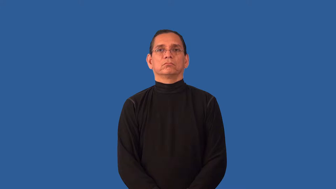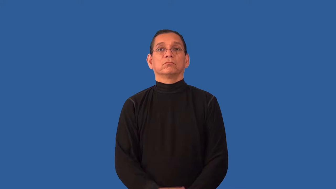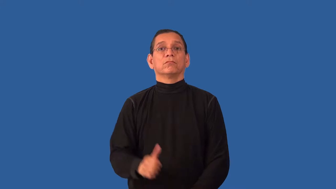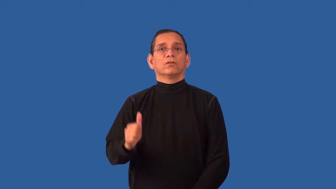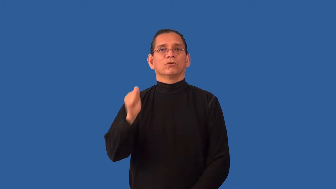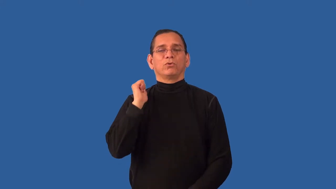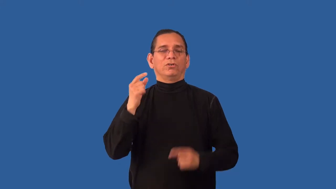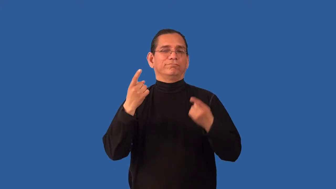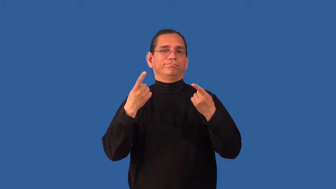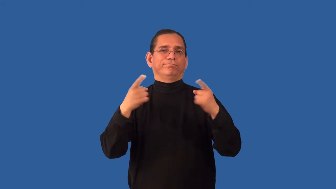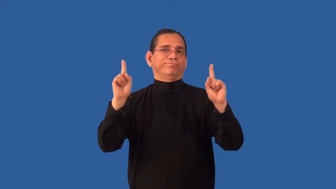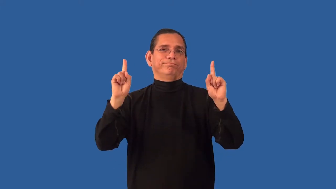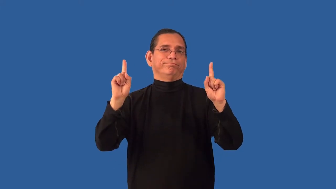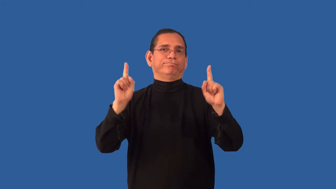unfeasible